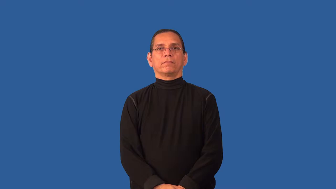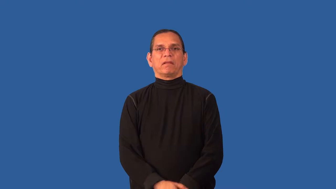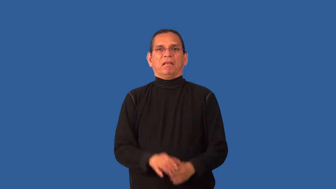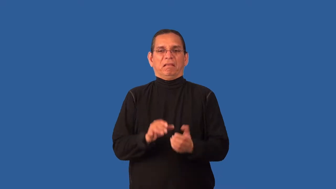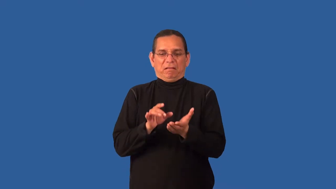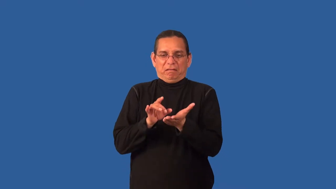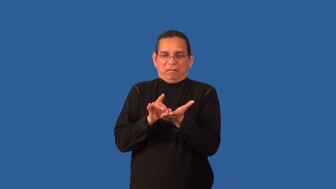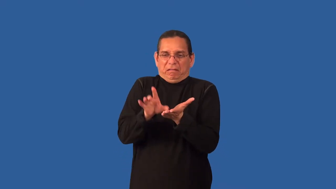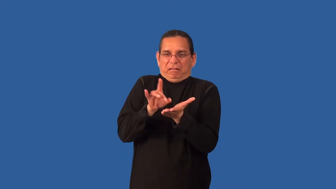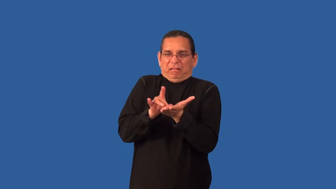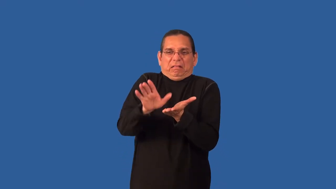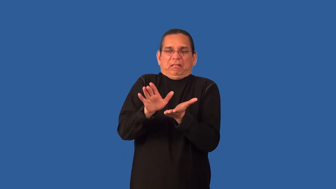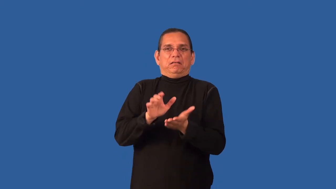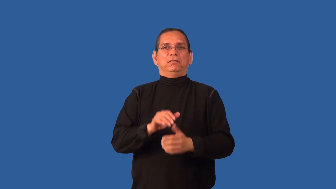choosy